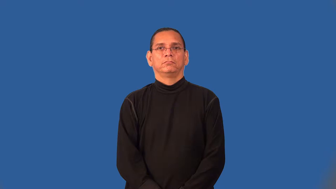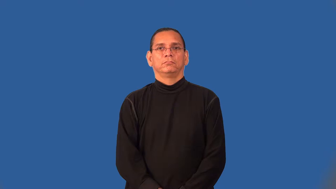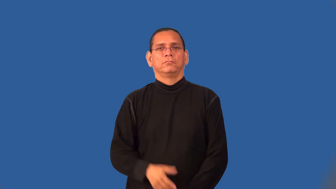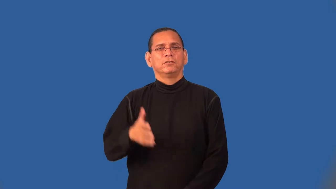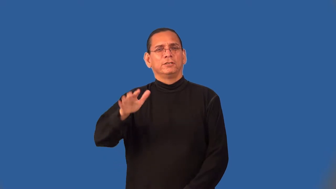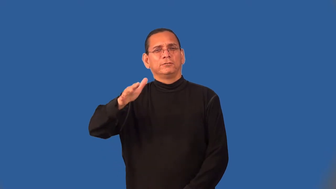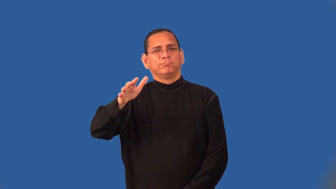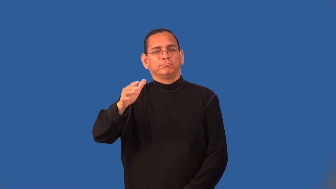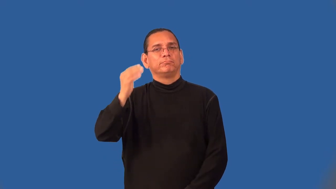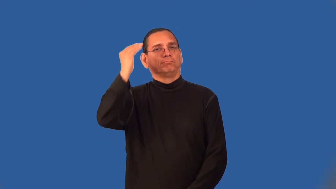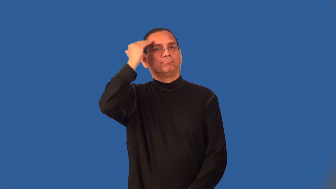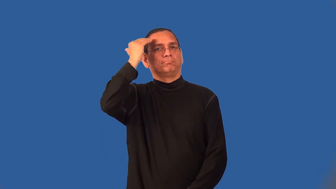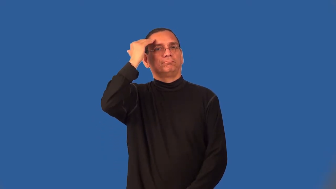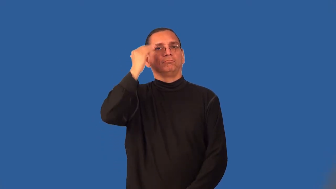semiconscious